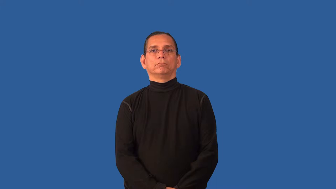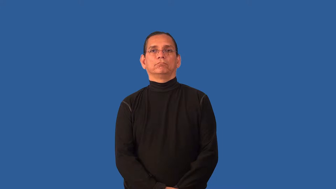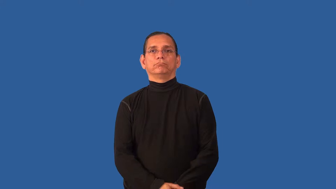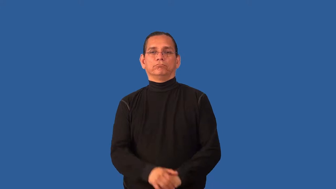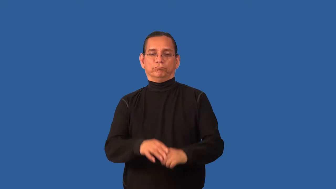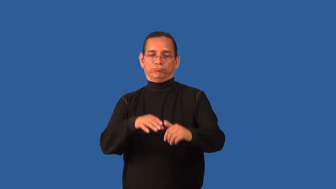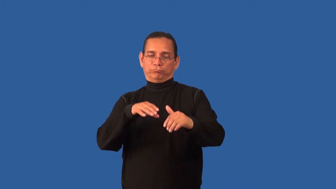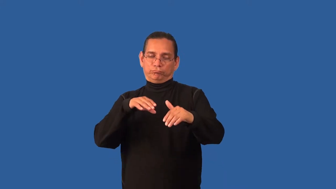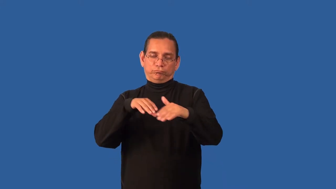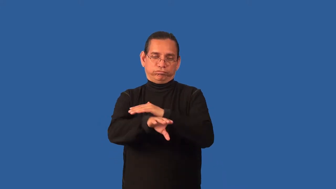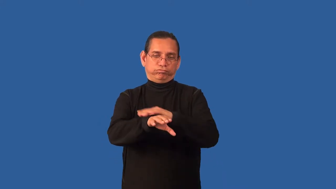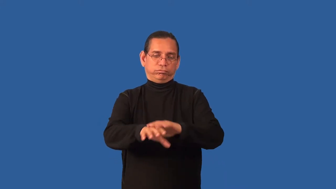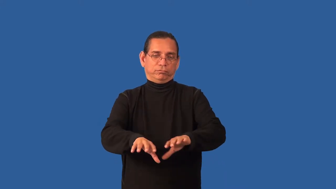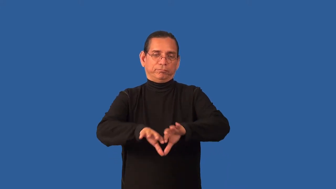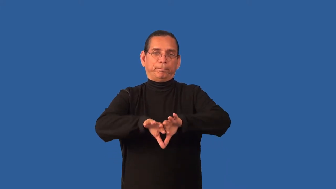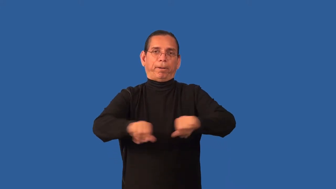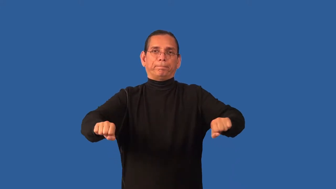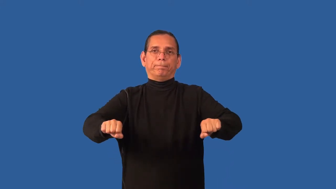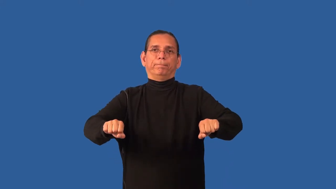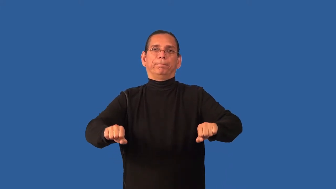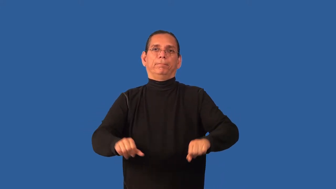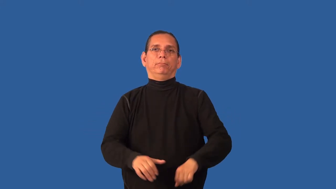burglary